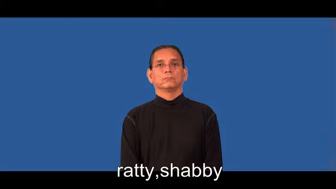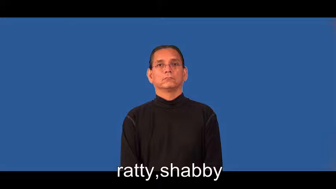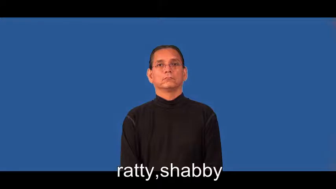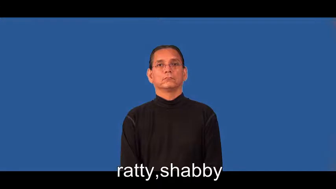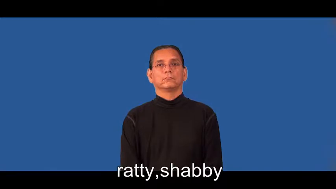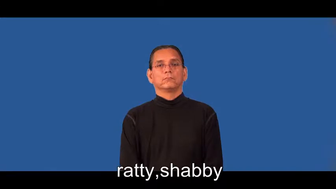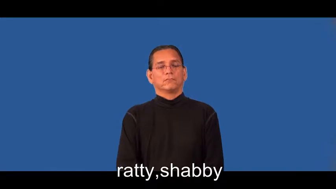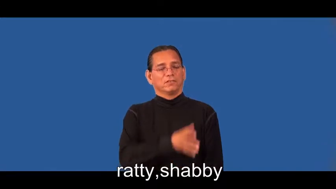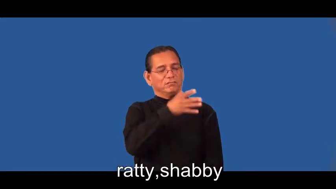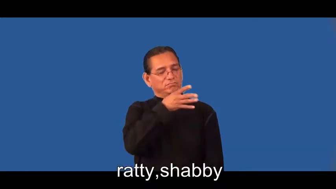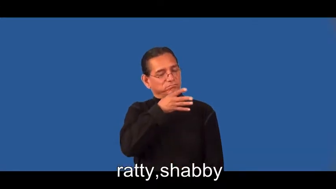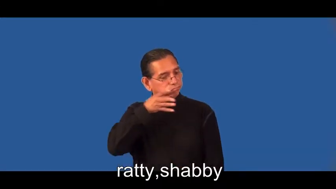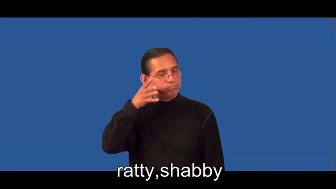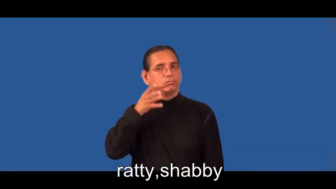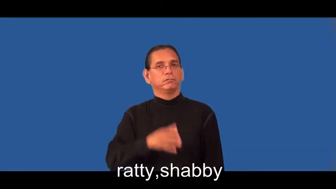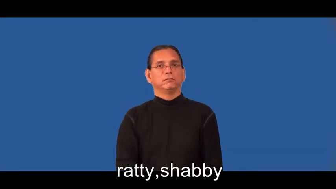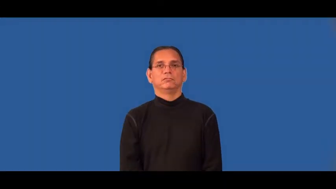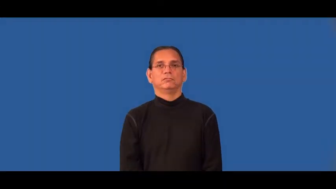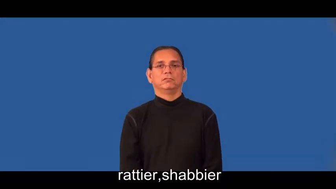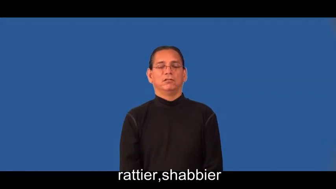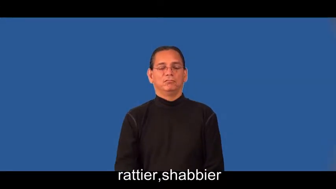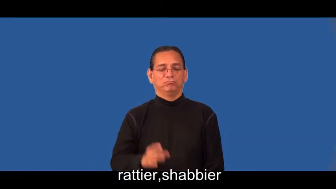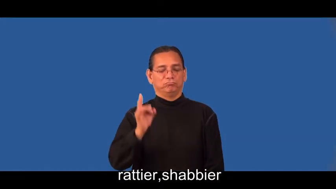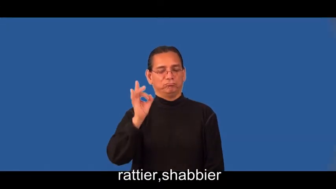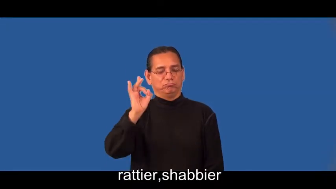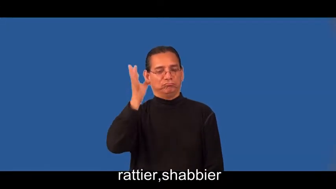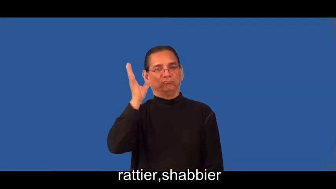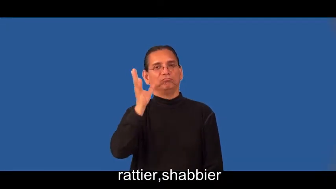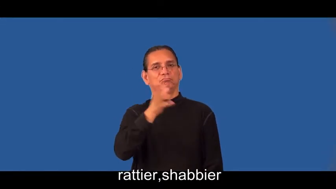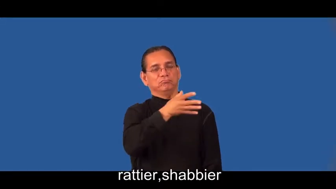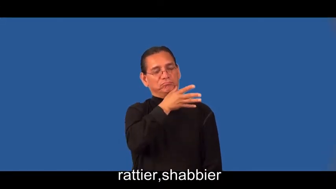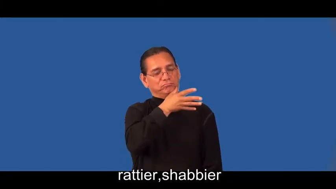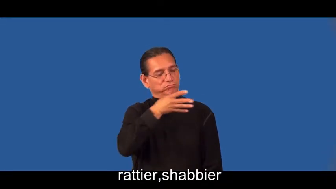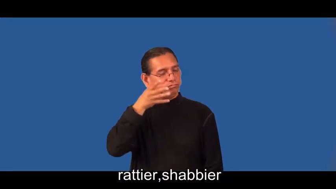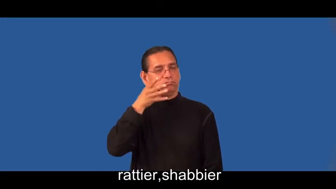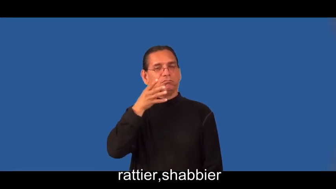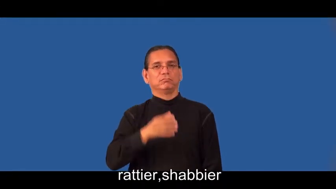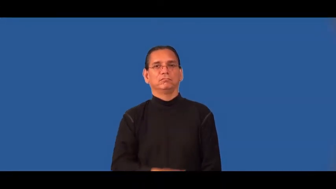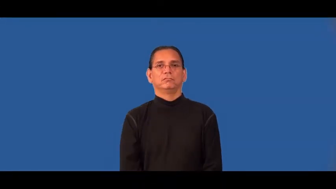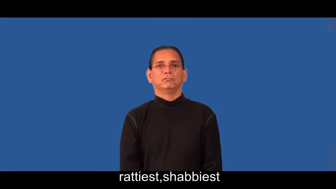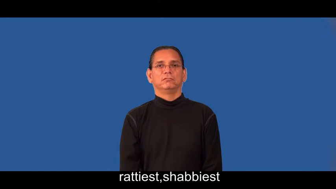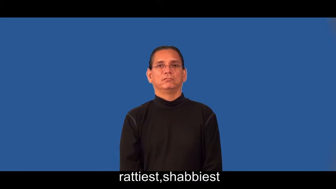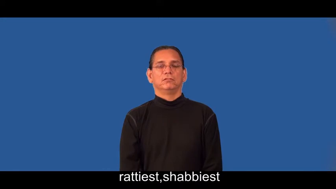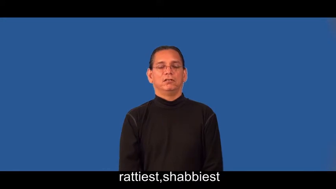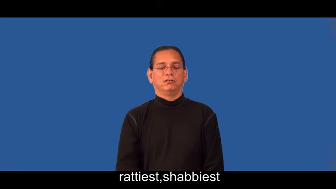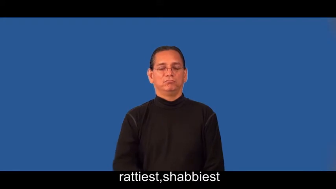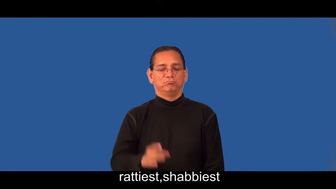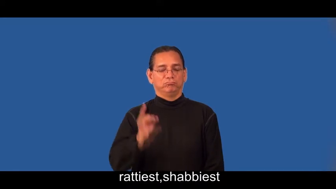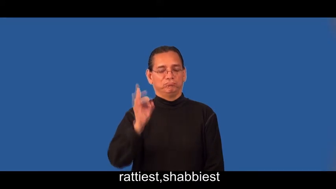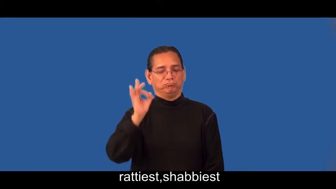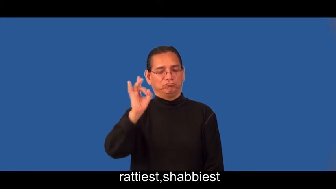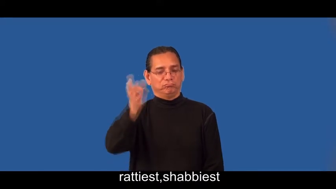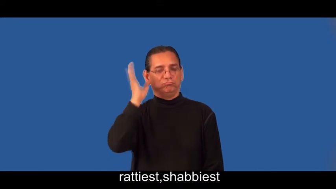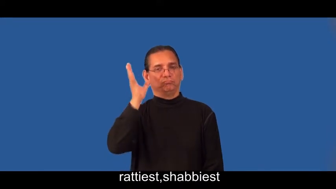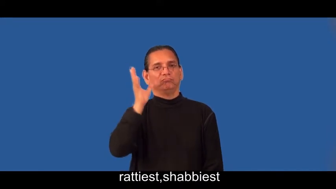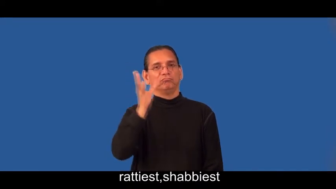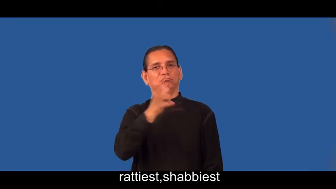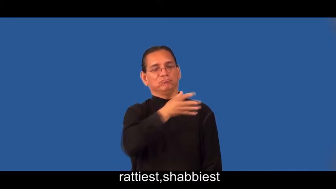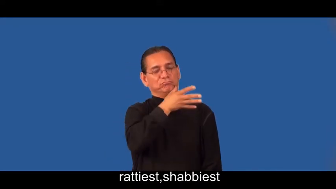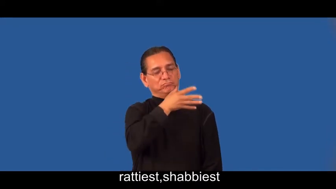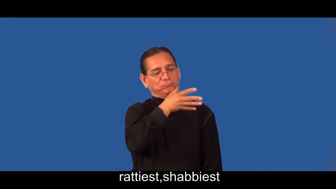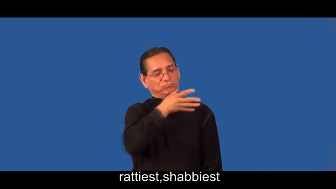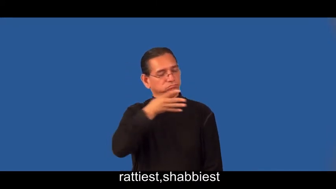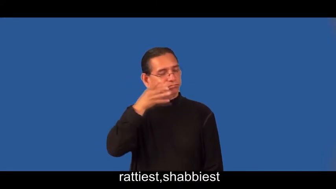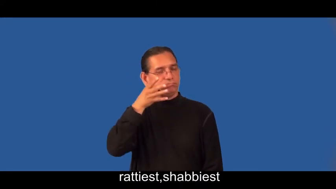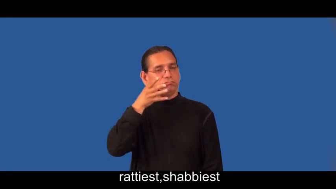rattier,shabbier,rattiest,shabbiest